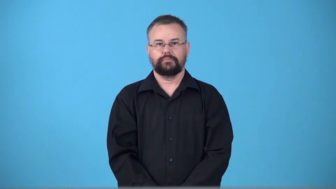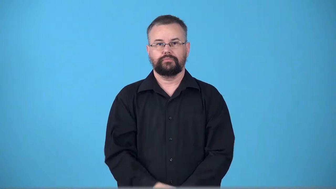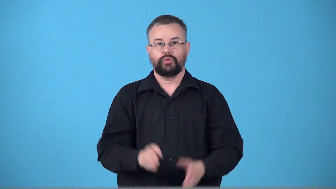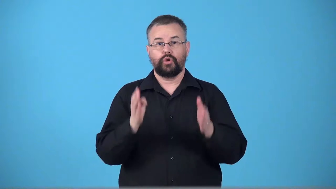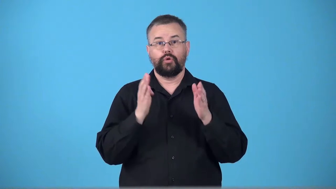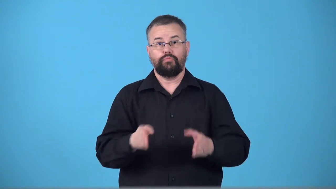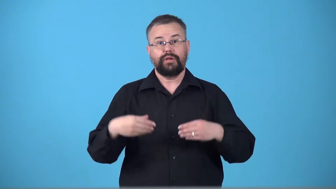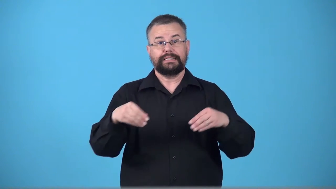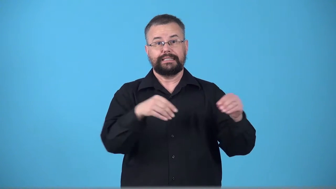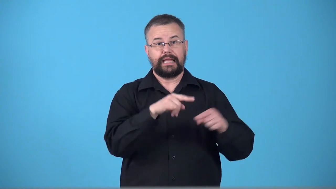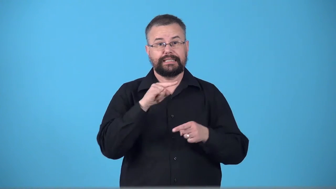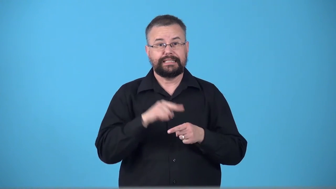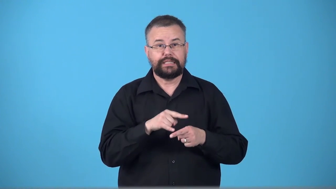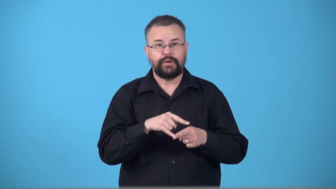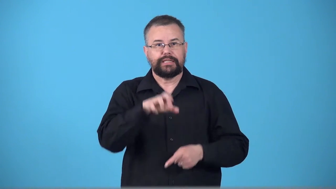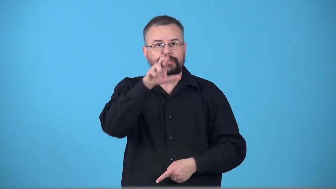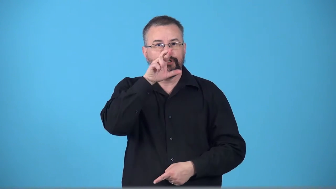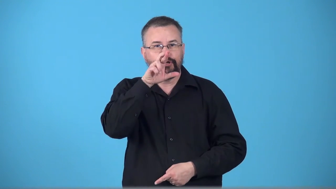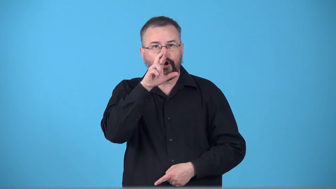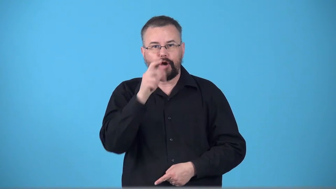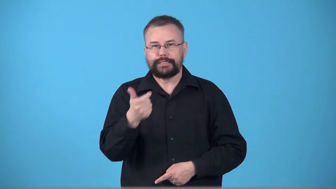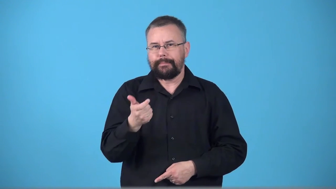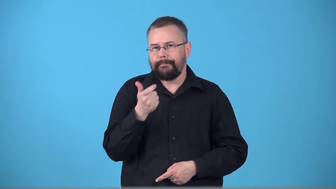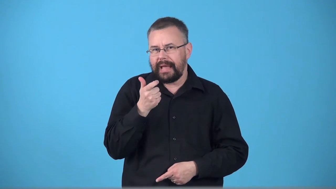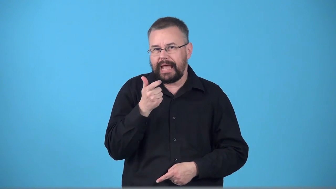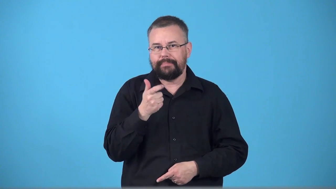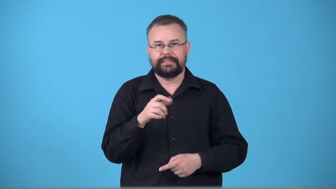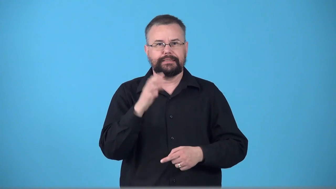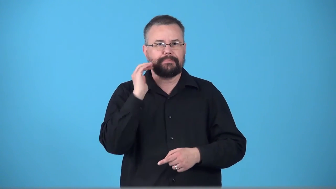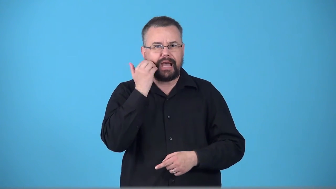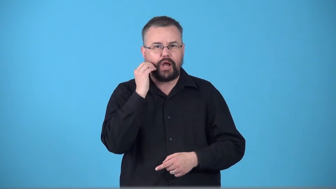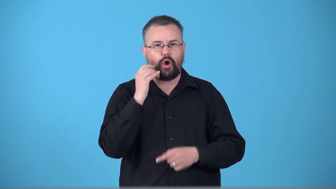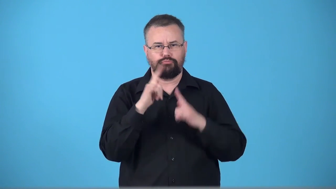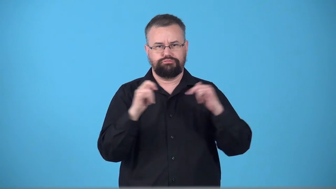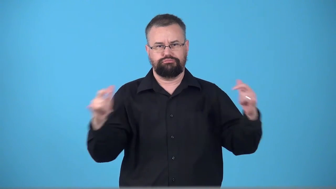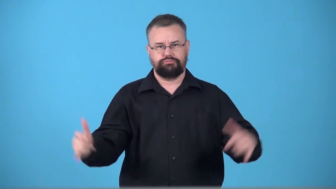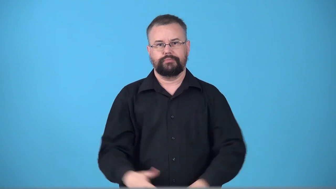tobacconist